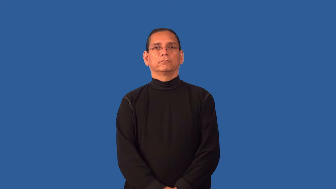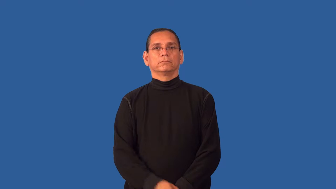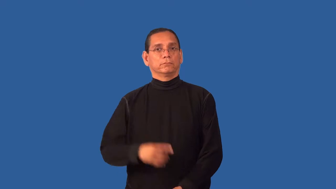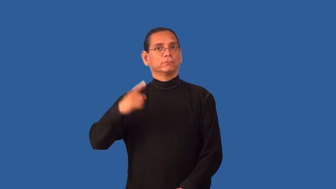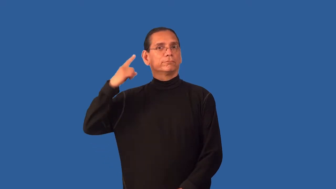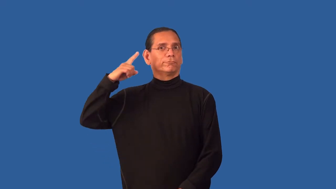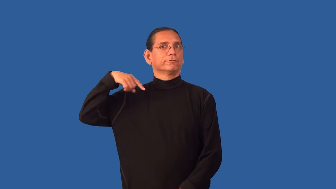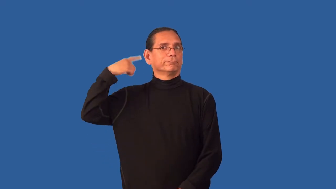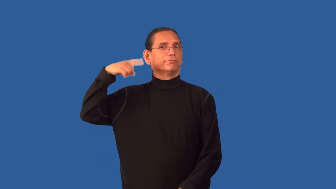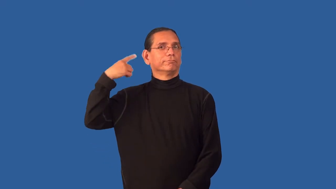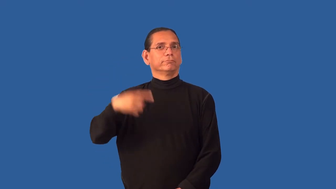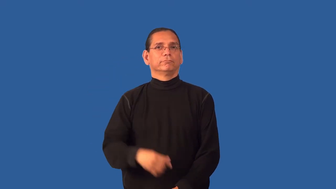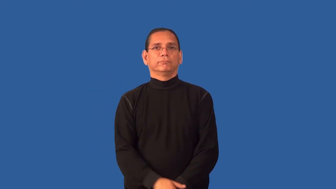flaky,flighty-behavior